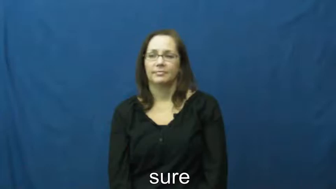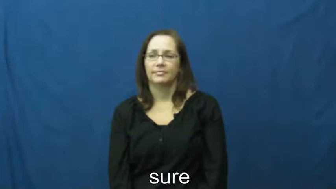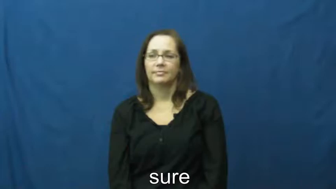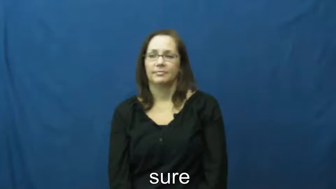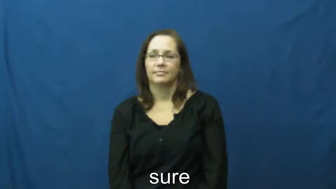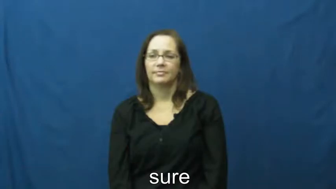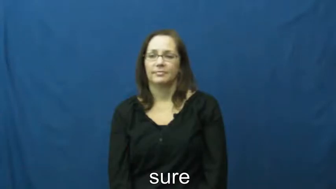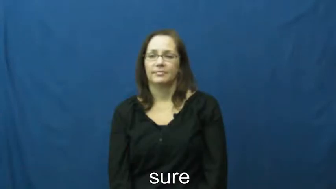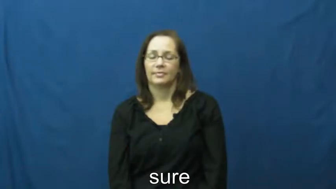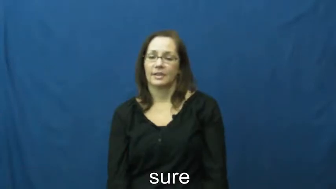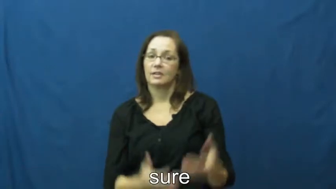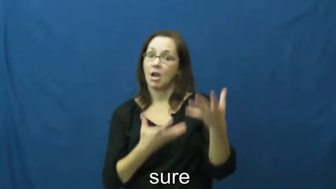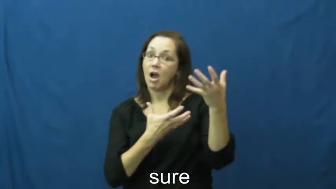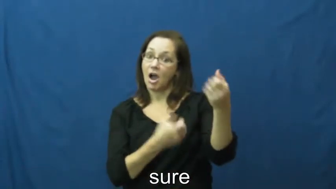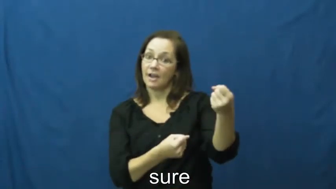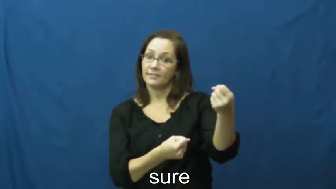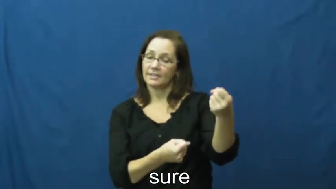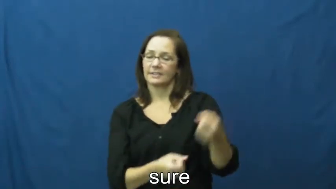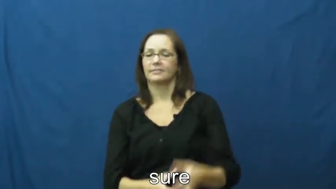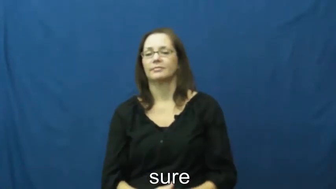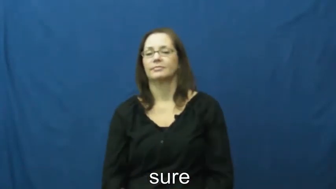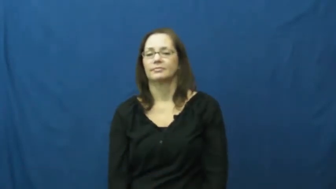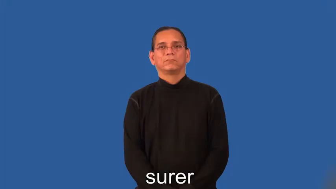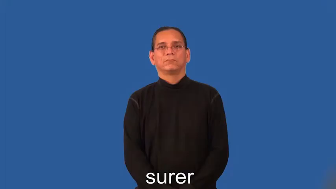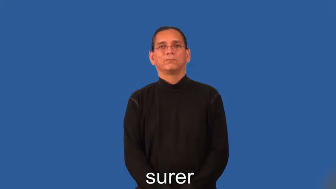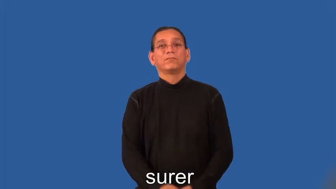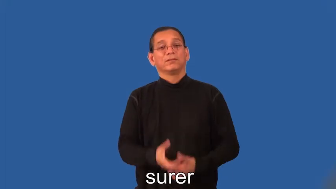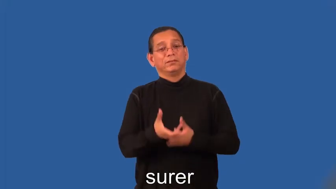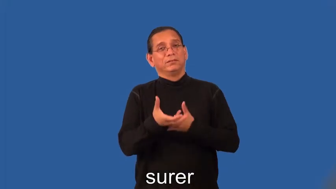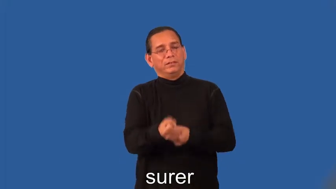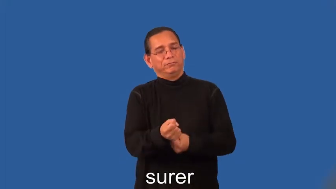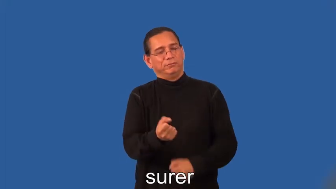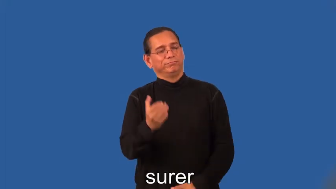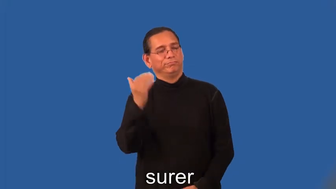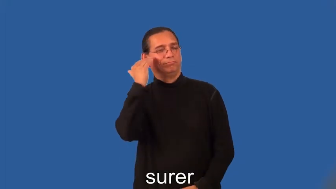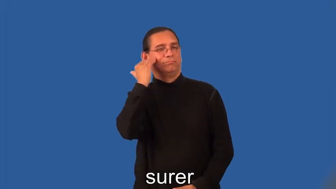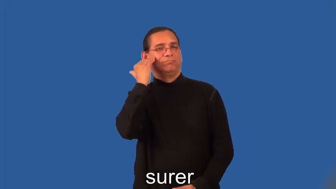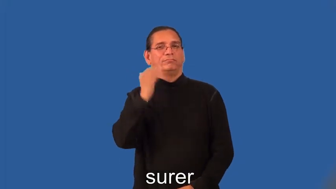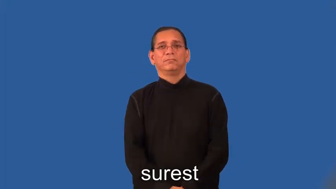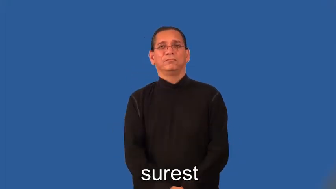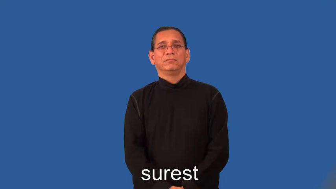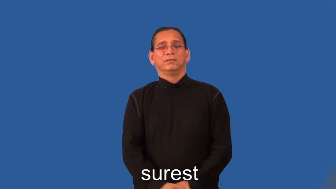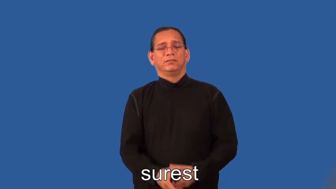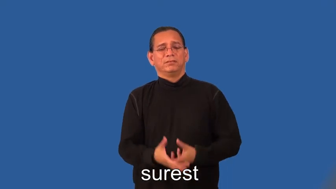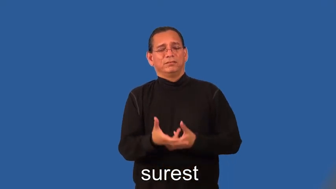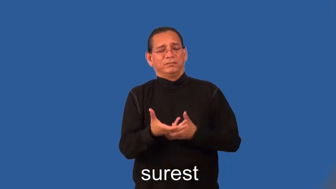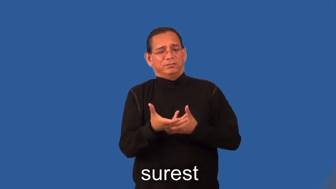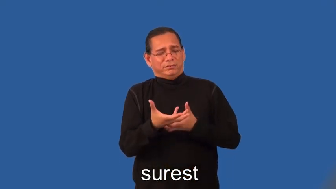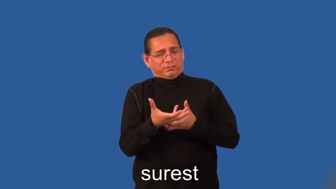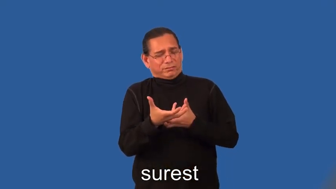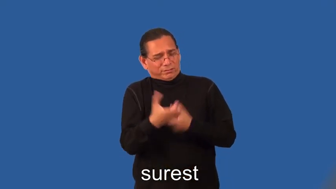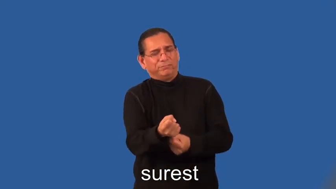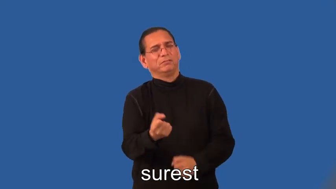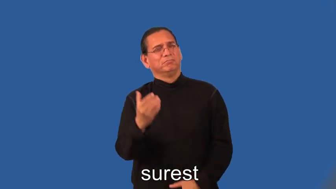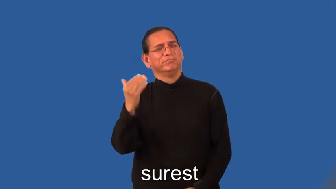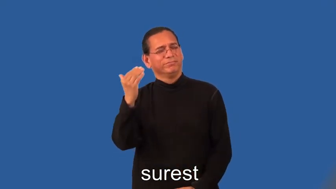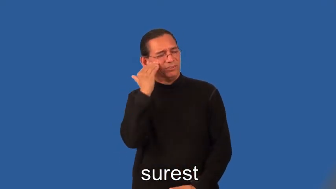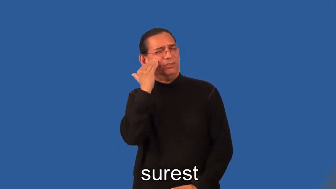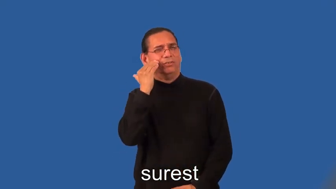surer,surest